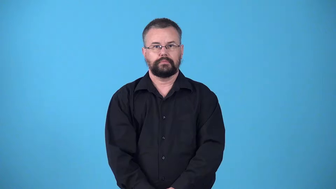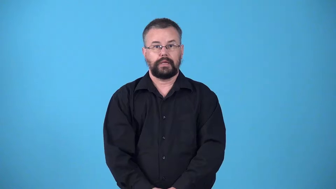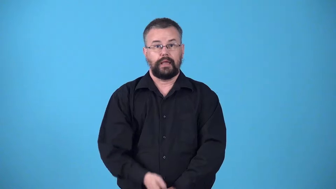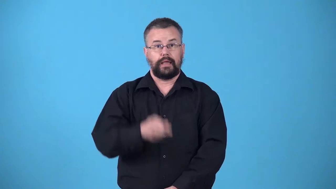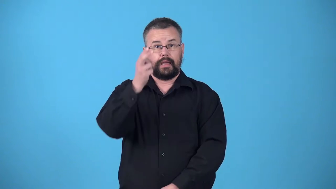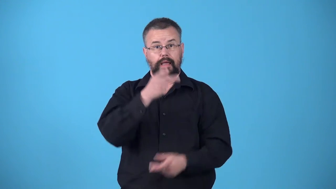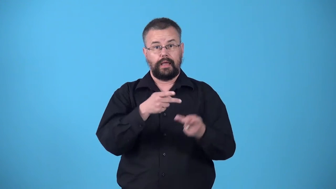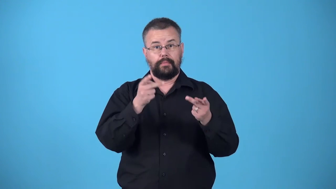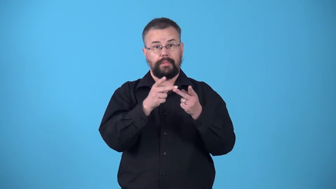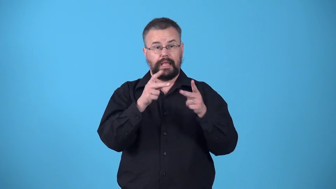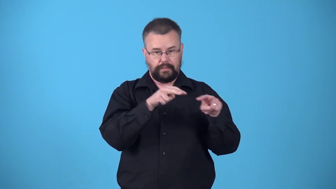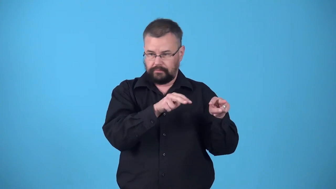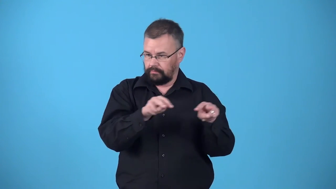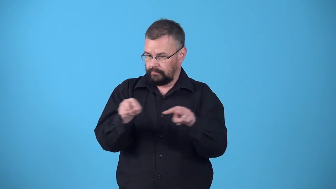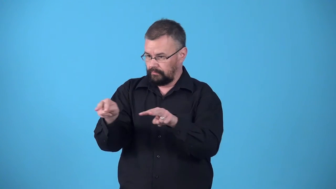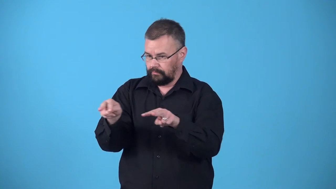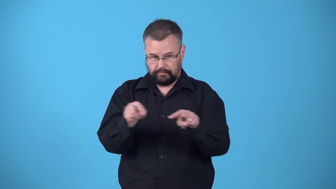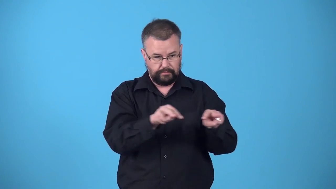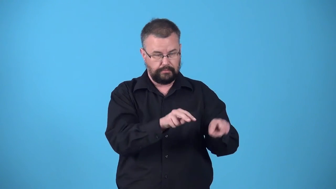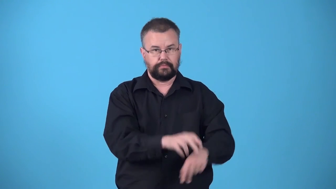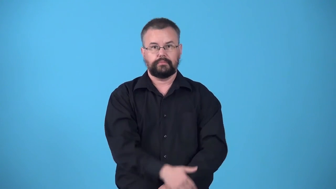vertiginous-seen from an extremely high place